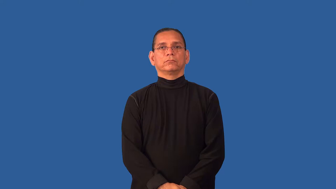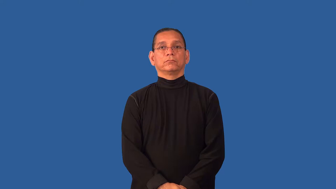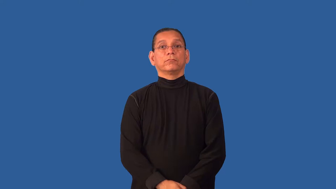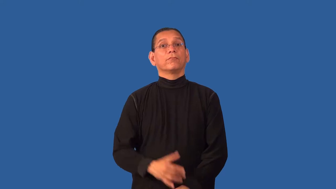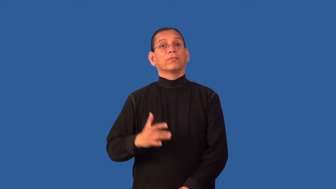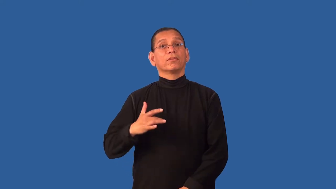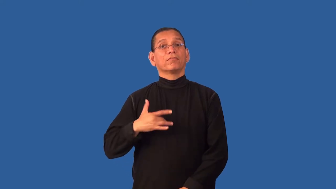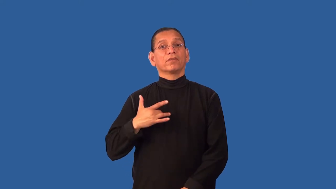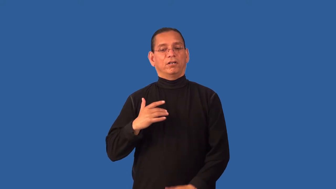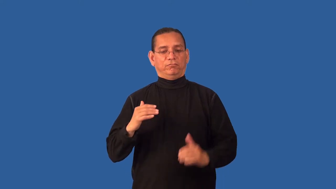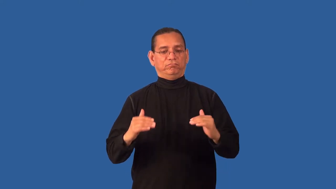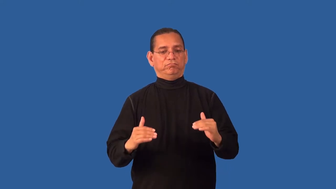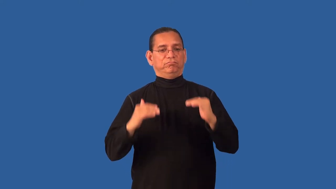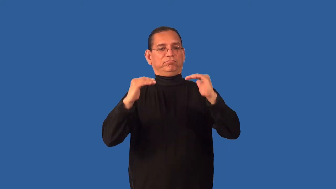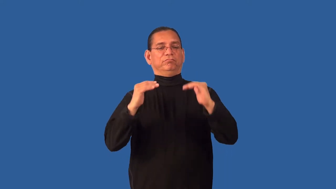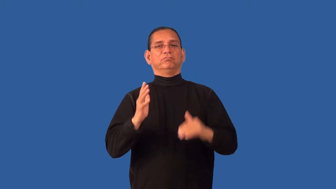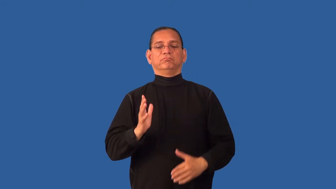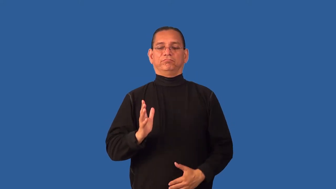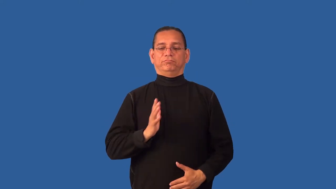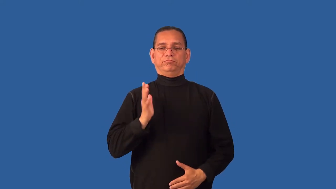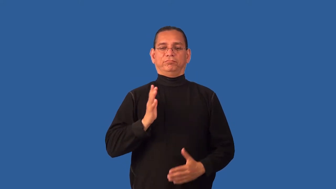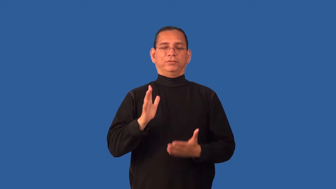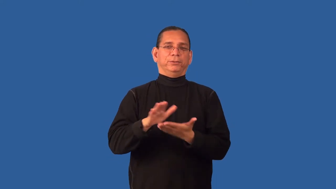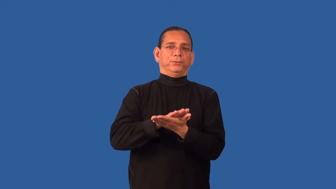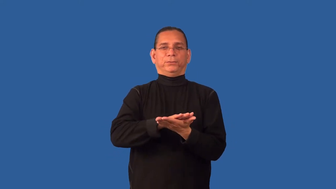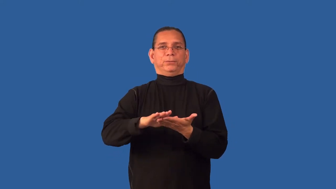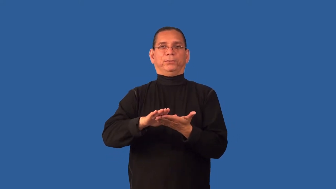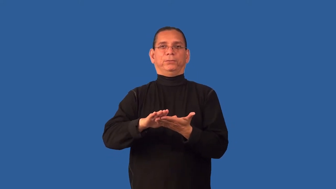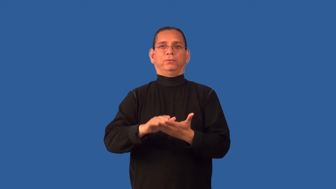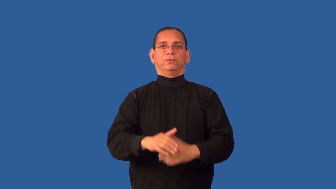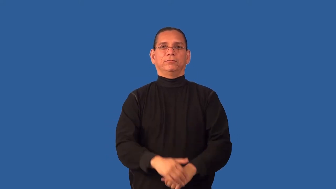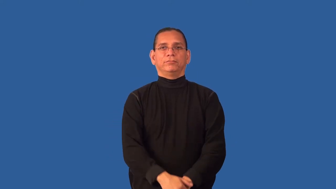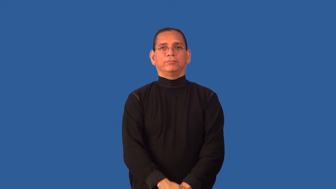debonair